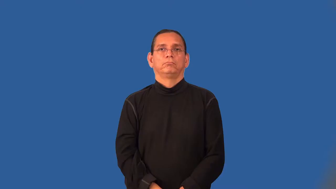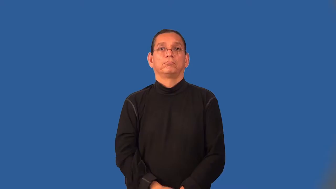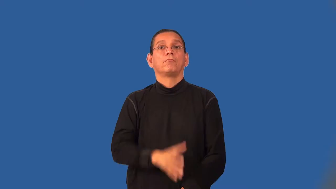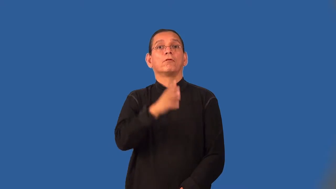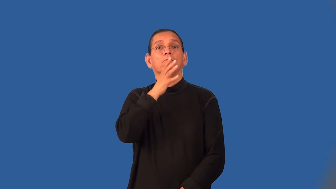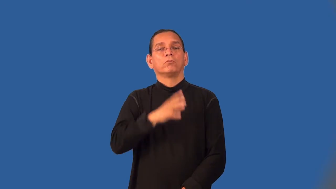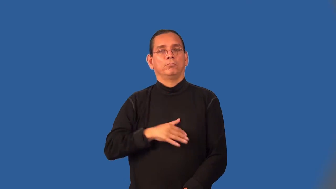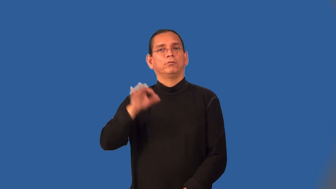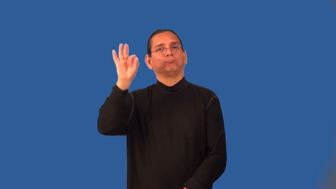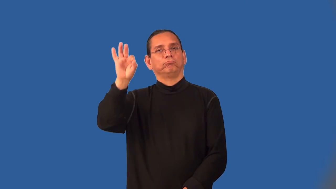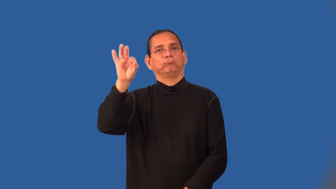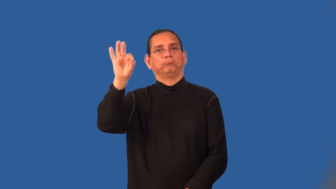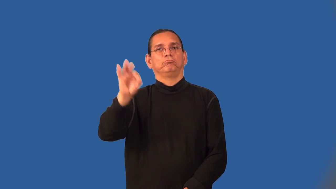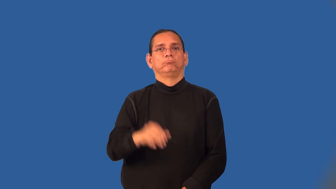clergywoman